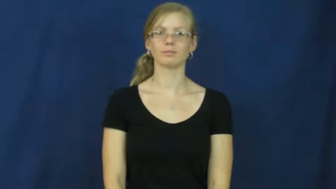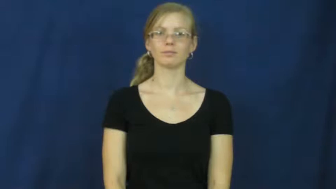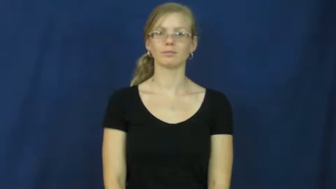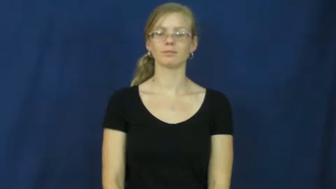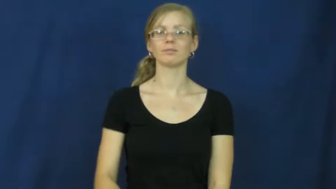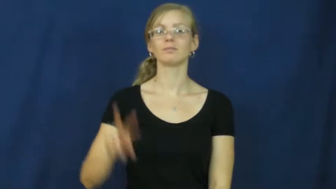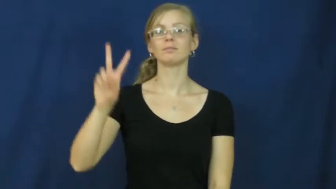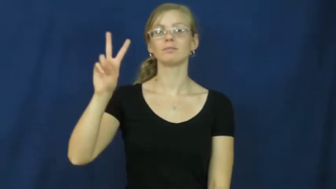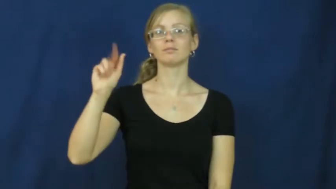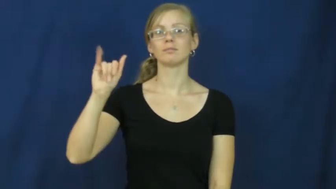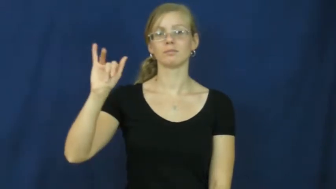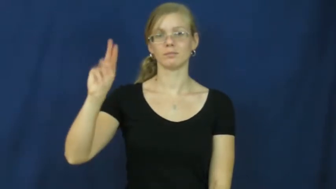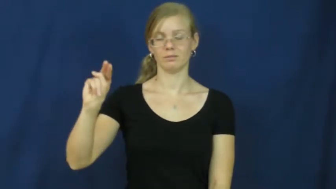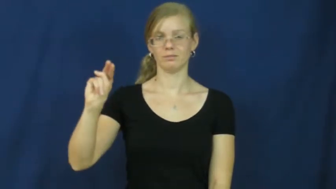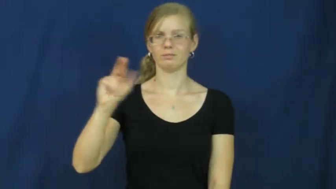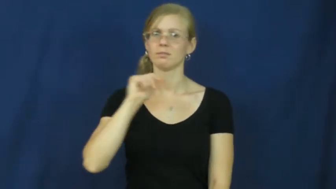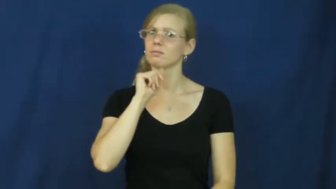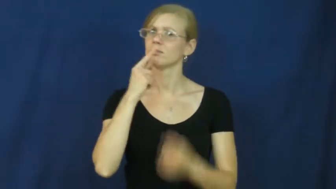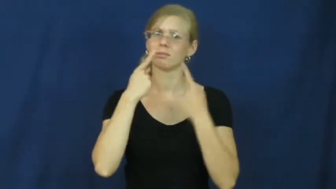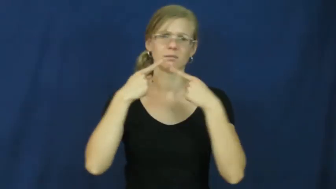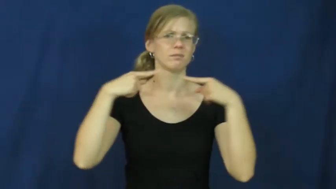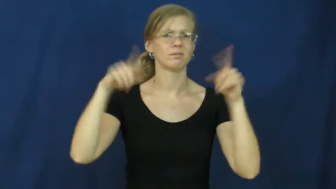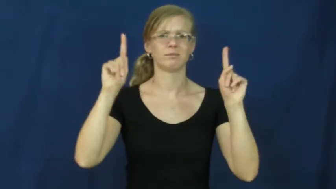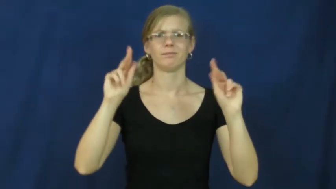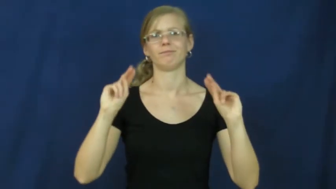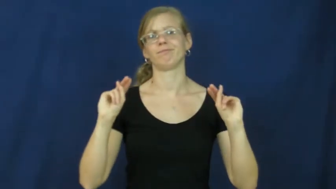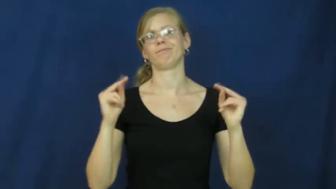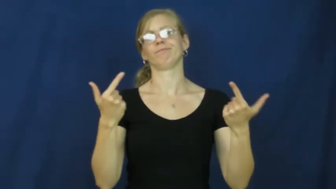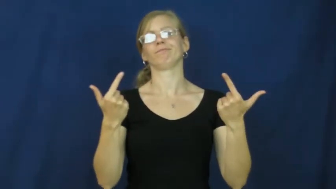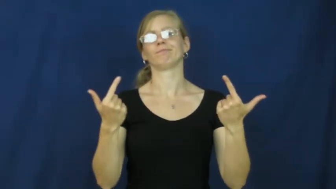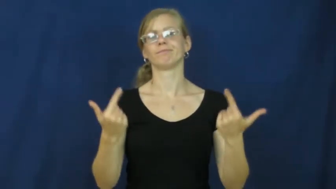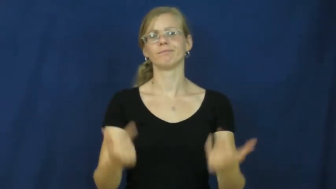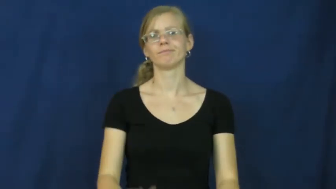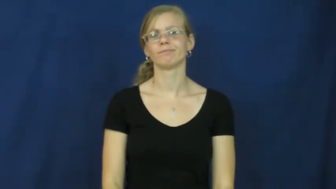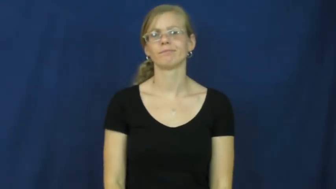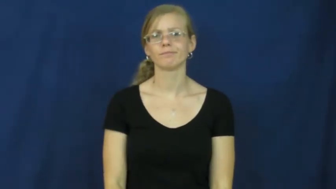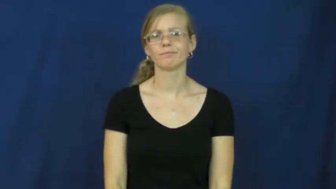vain-unsuccessfully